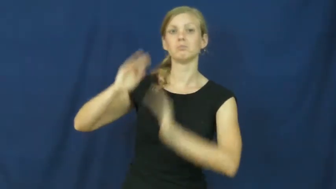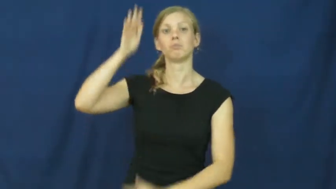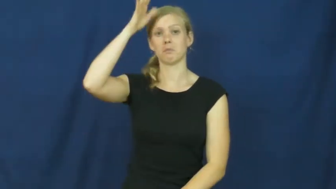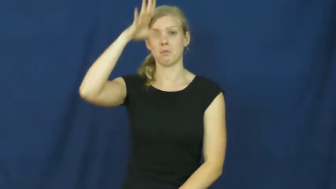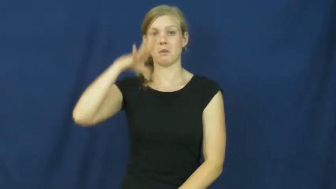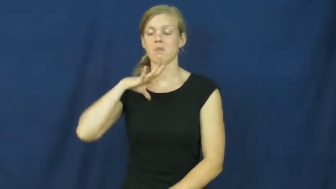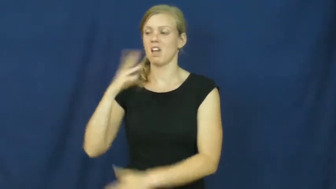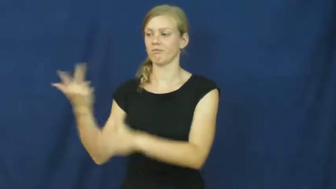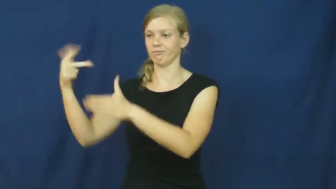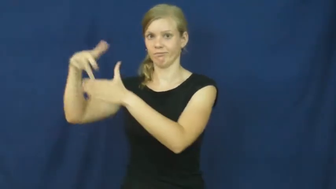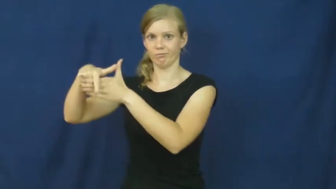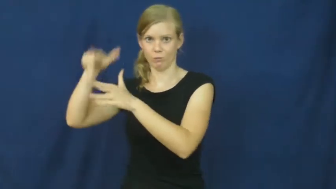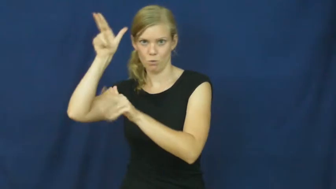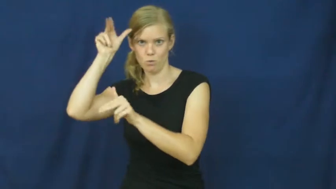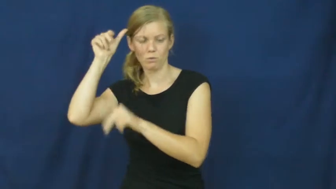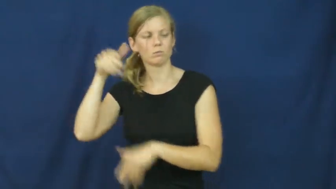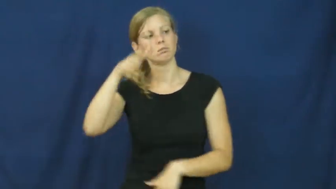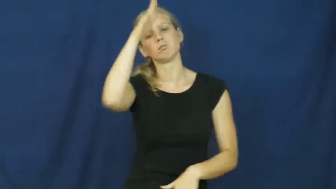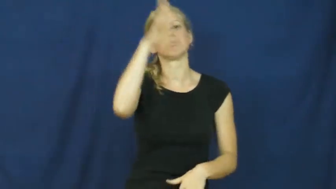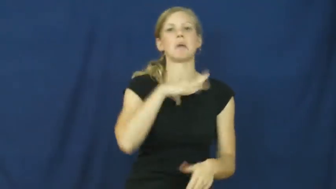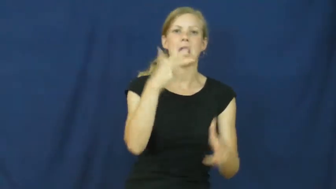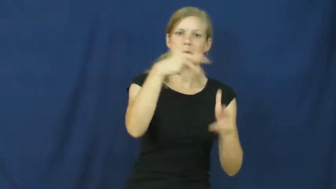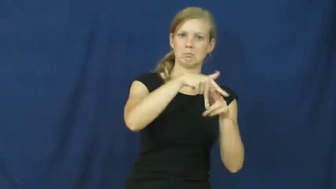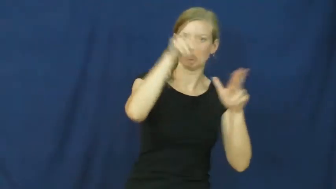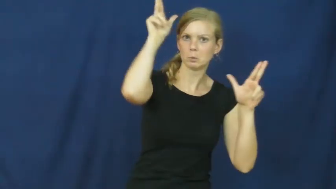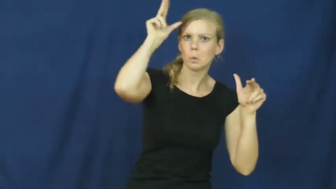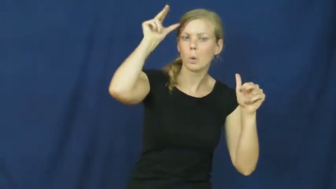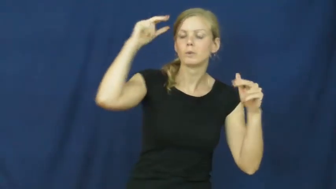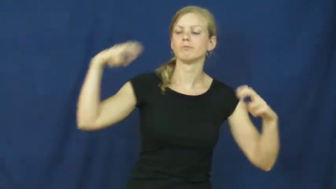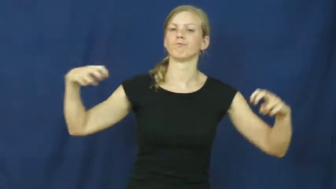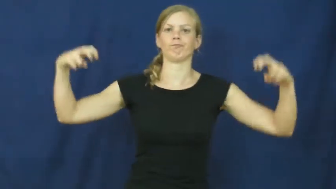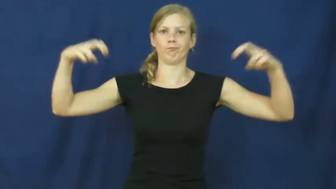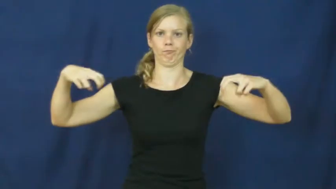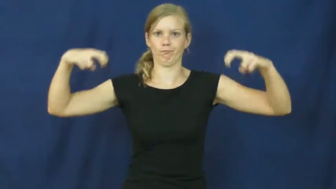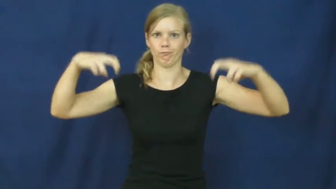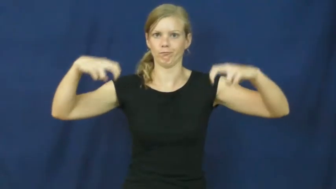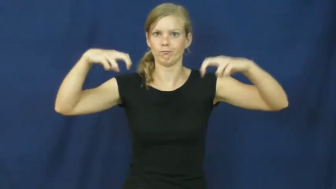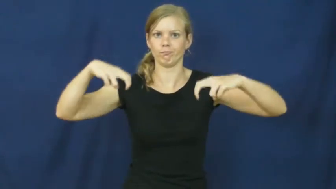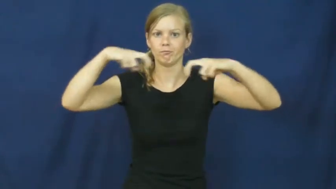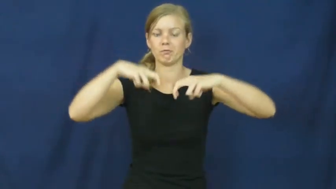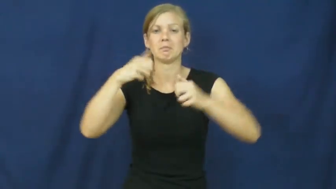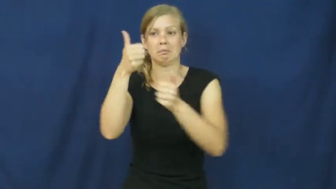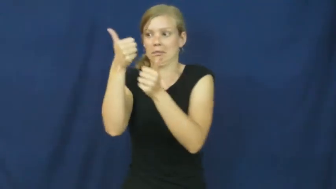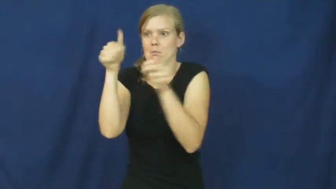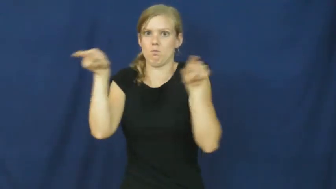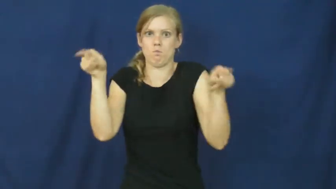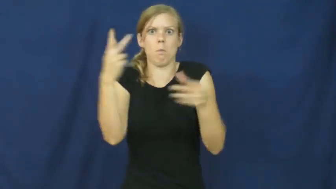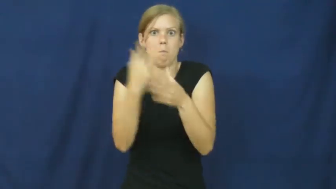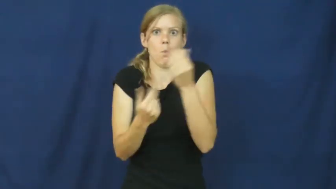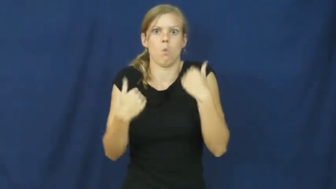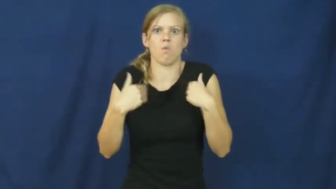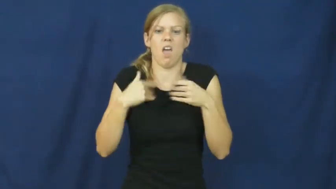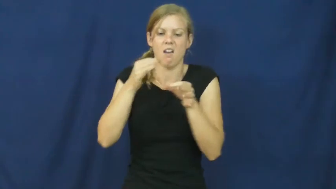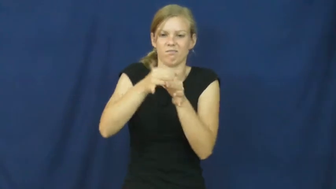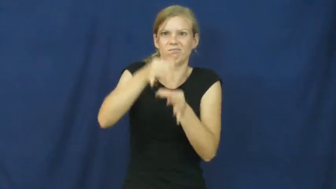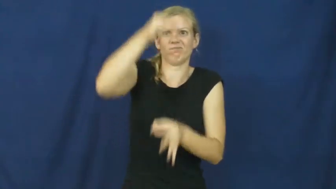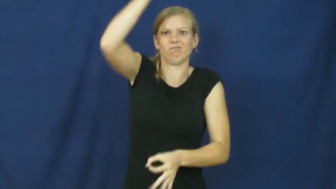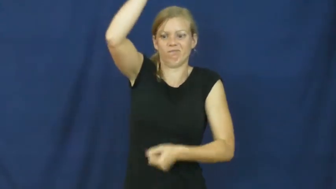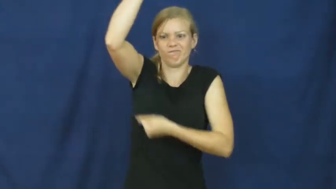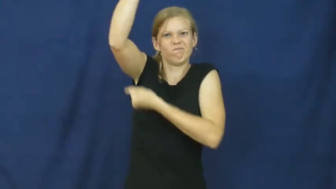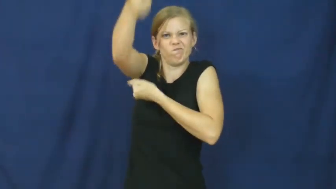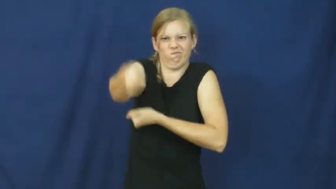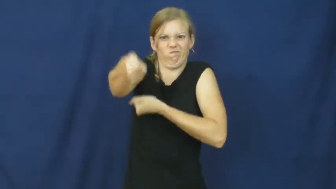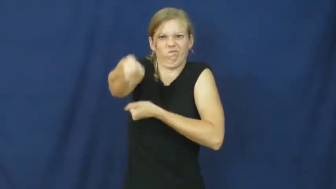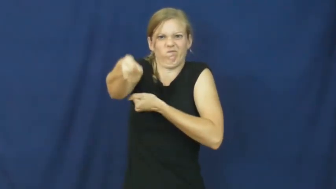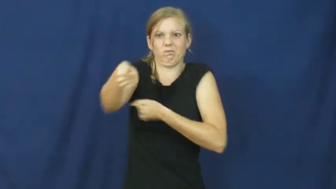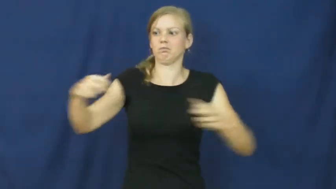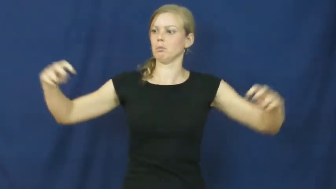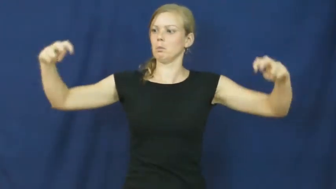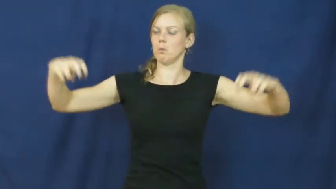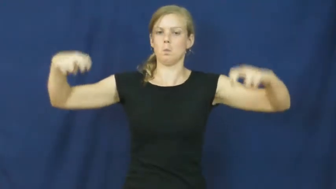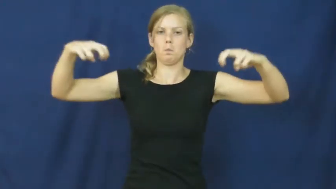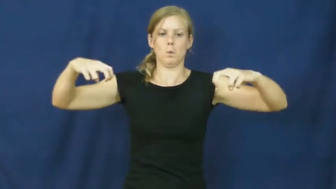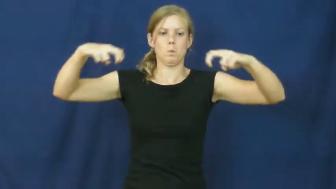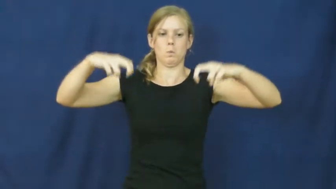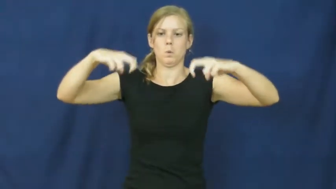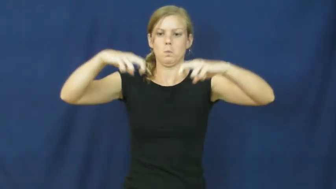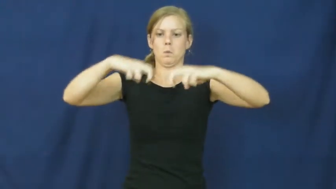joust